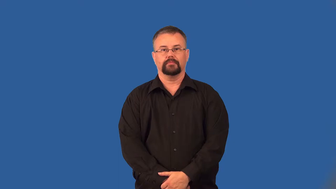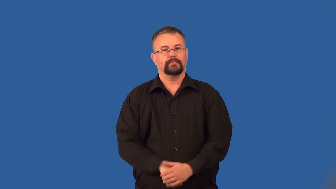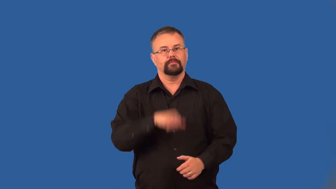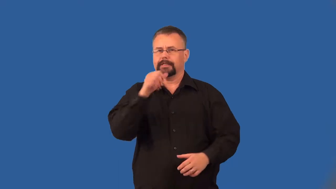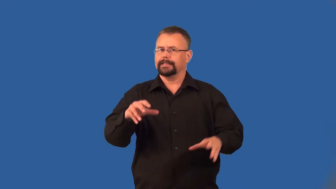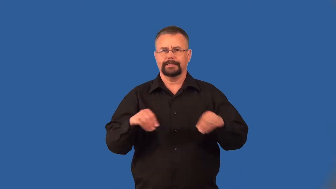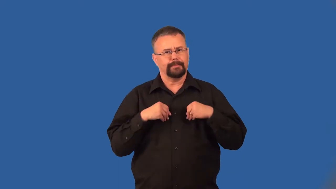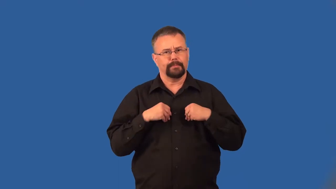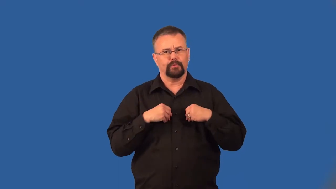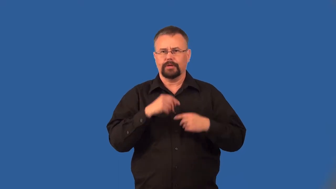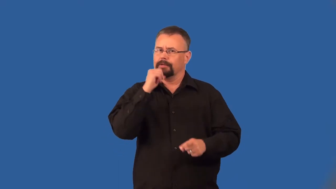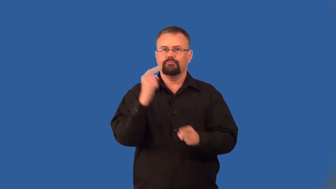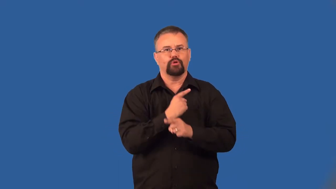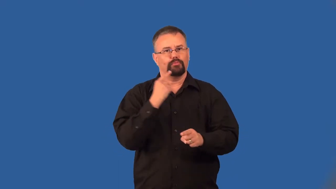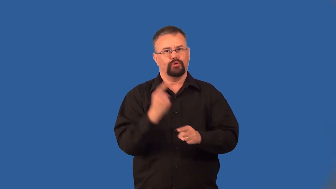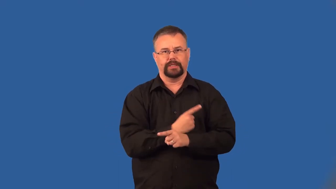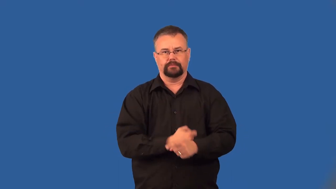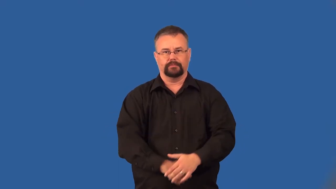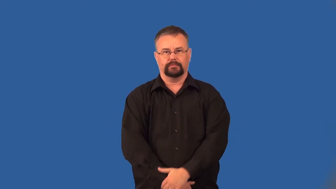unsavory